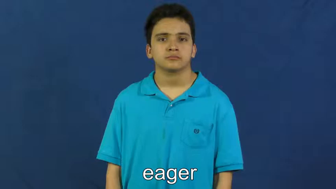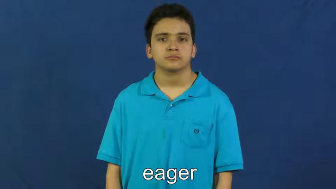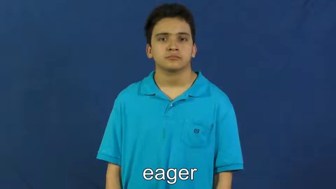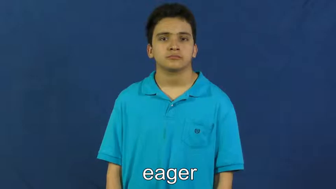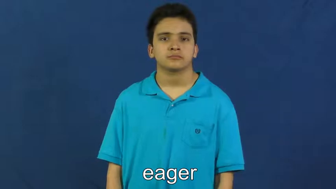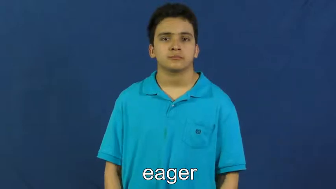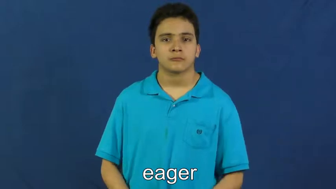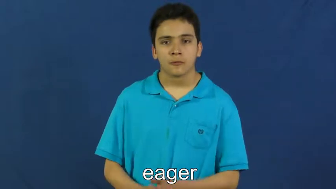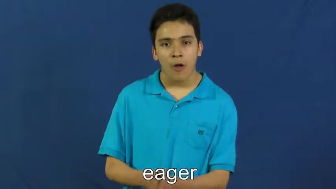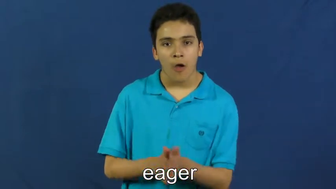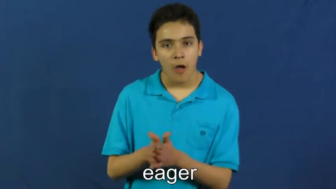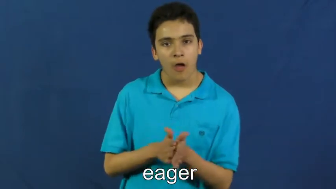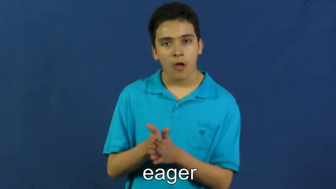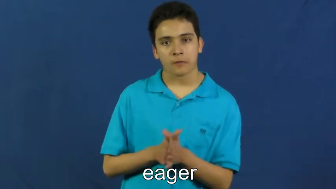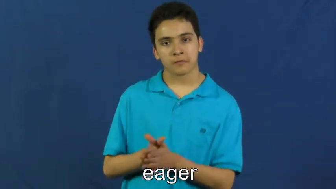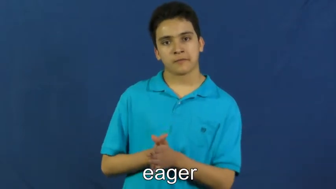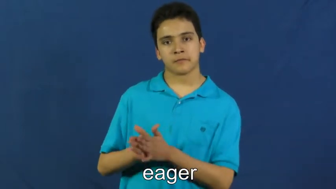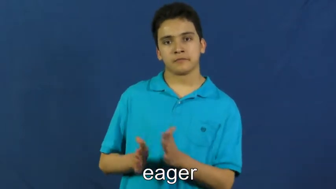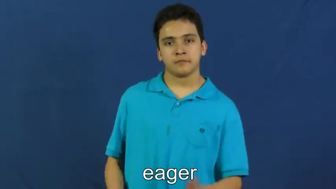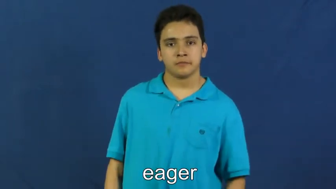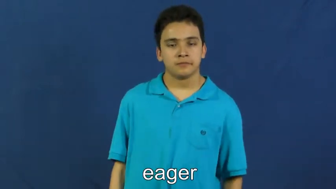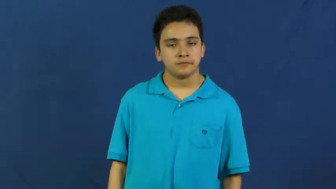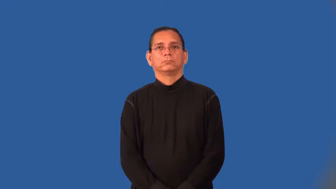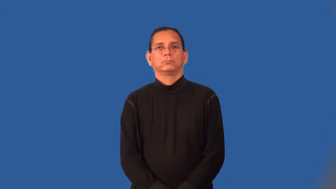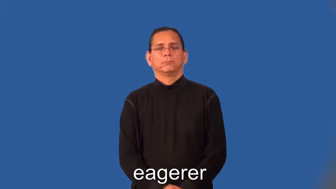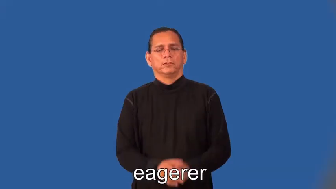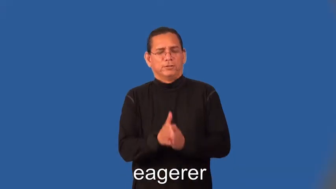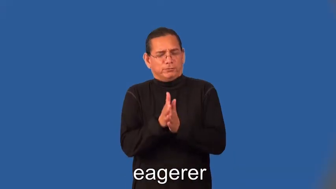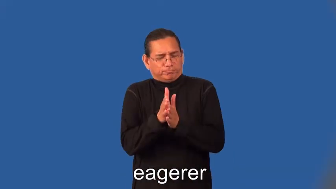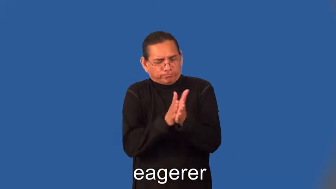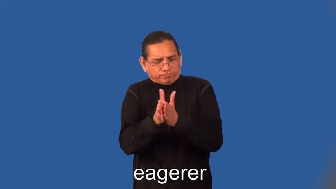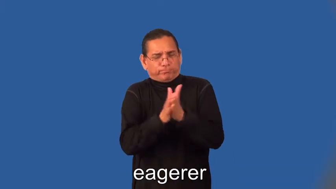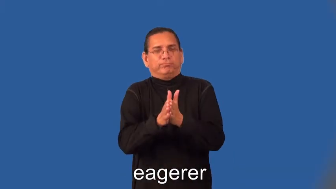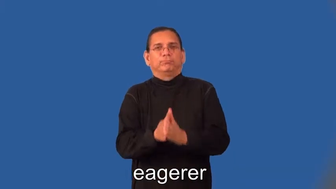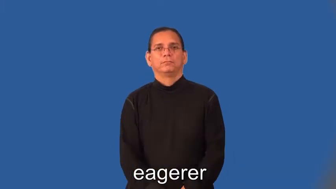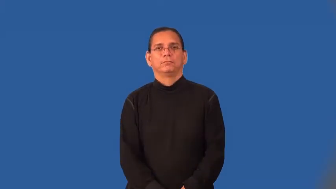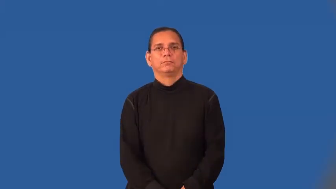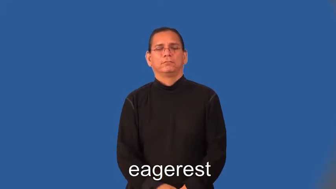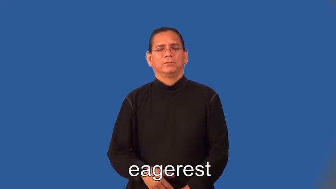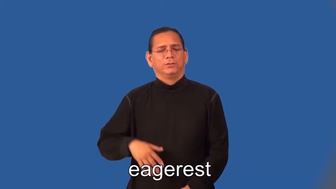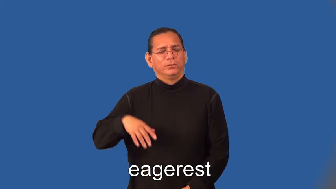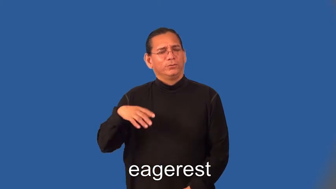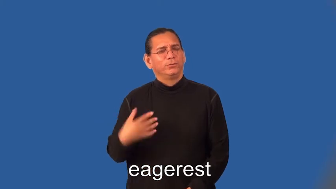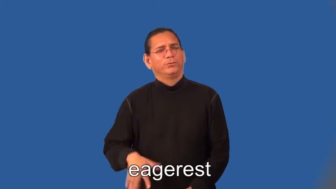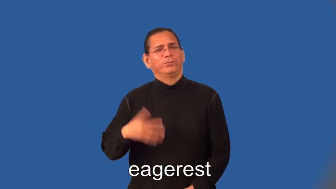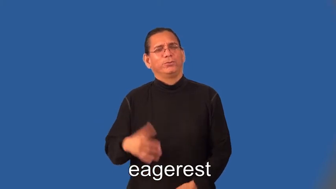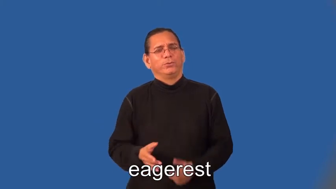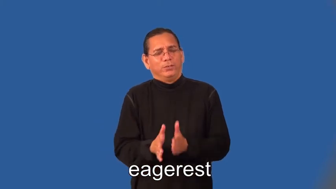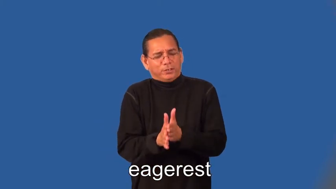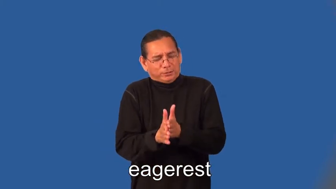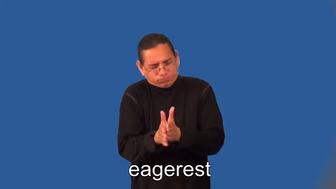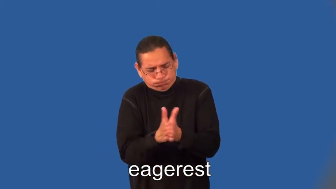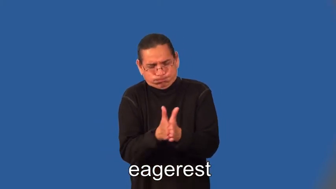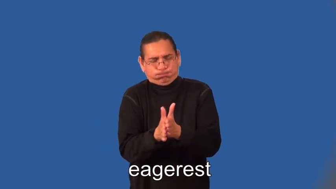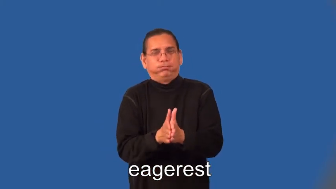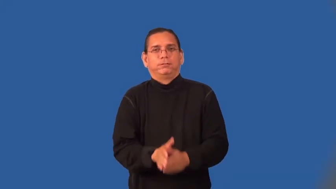eagerer,eagerest